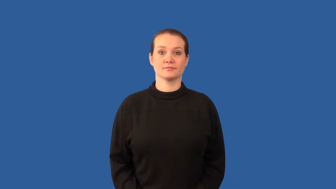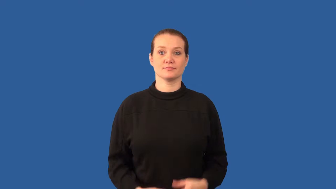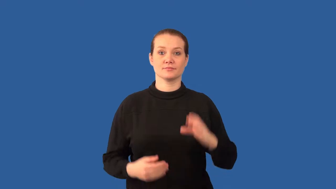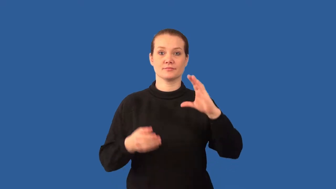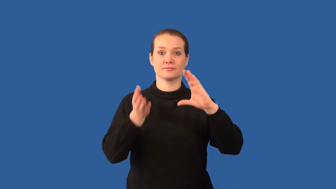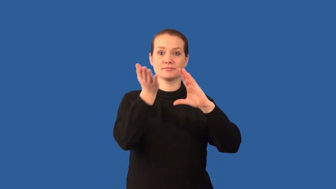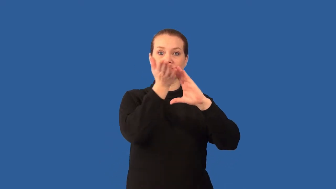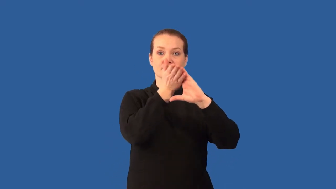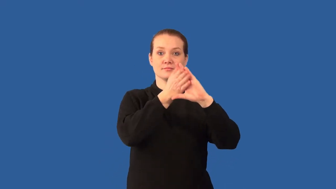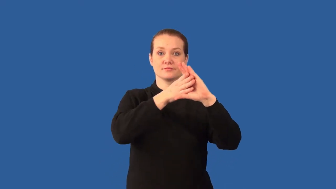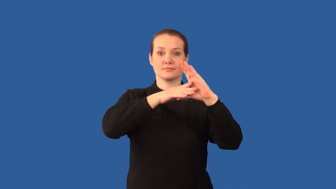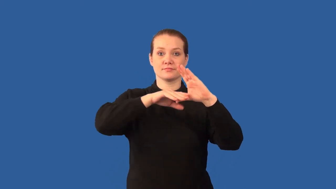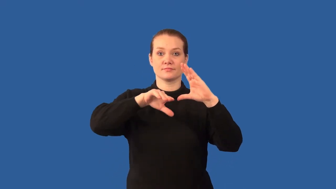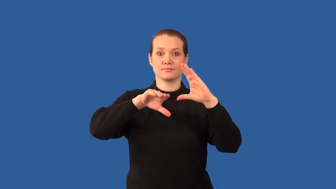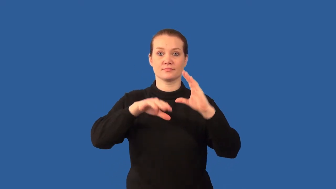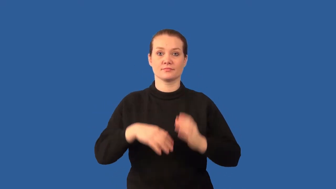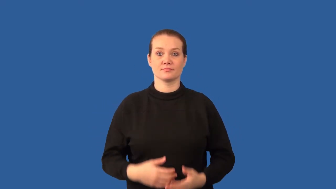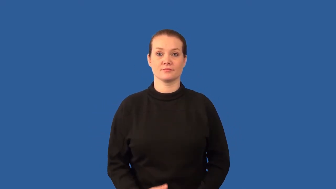divot,concave,depression,fossa